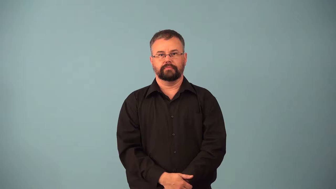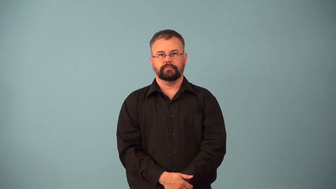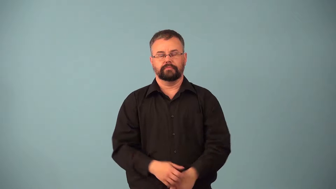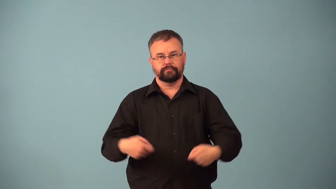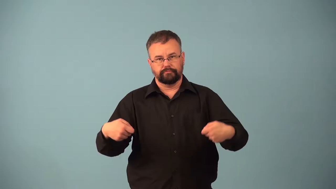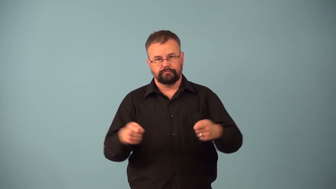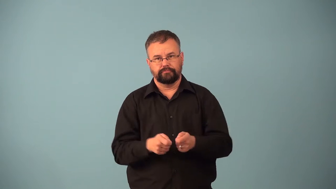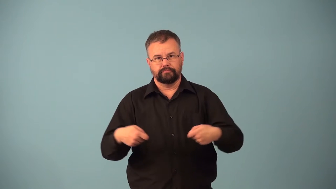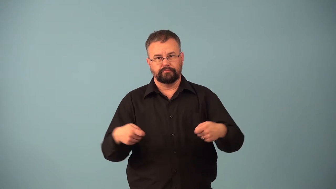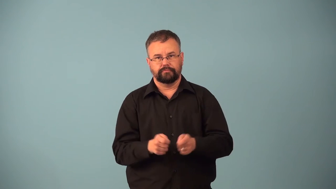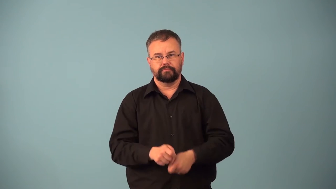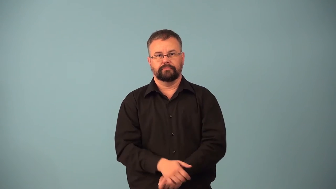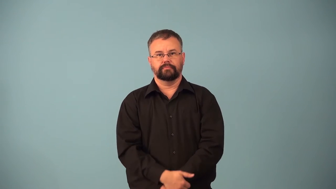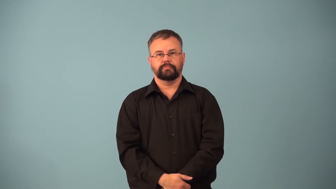clip,shear-hedge